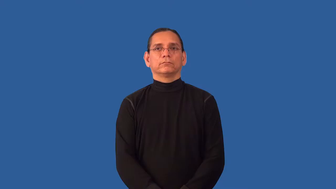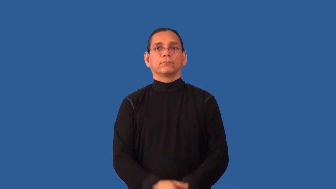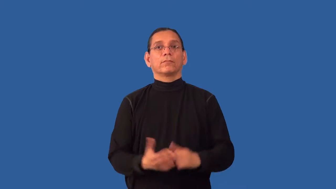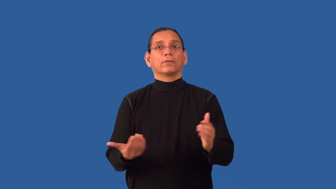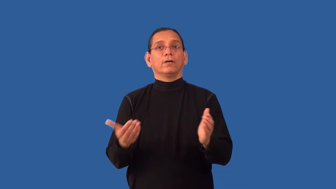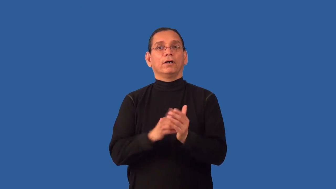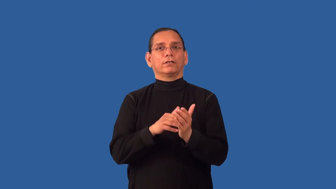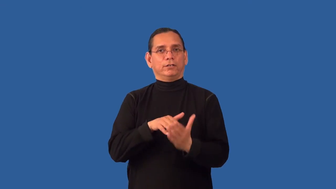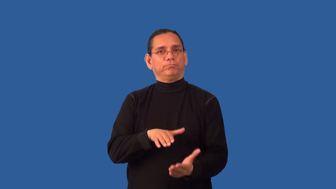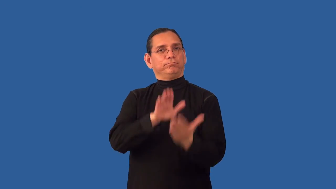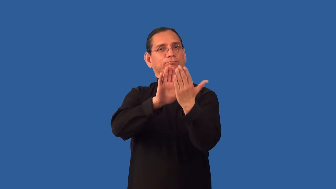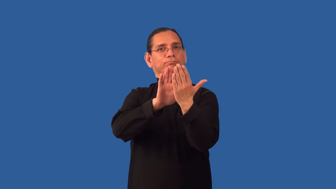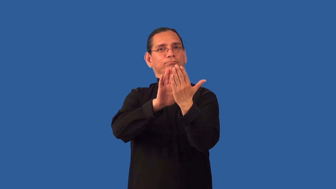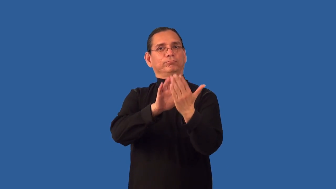readdress-confront